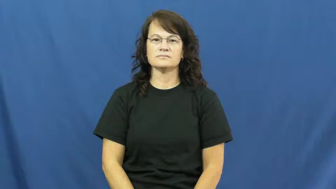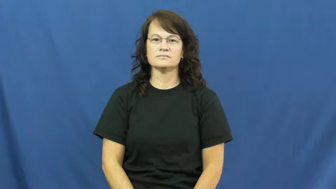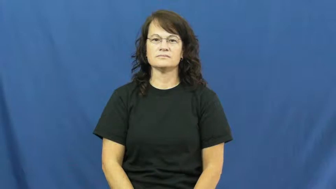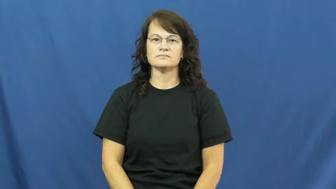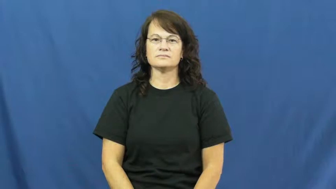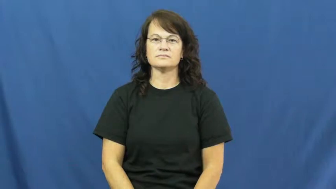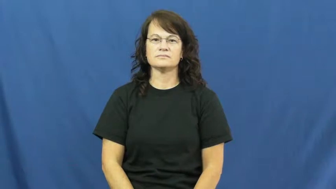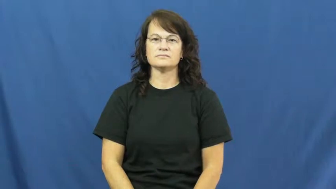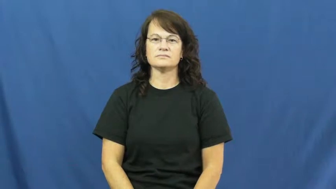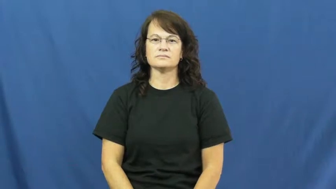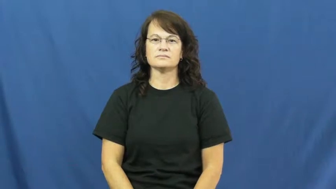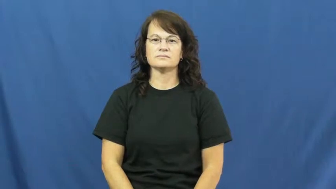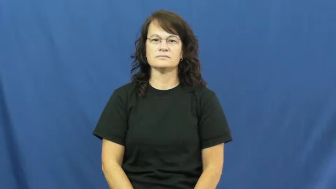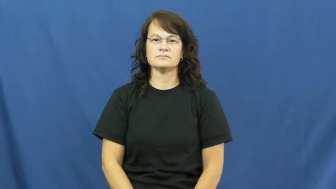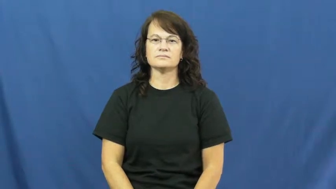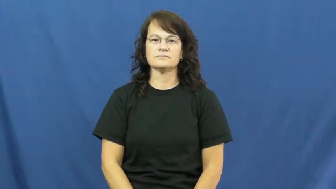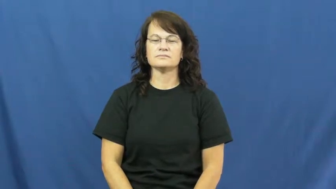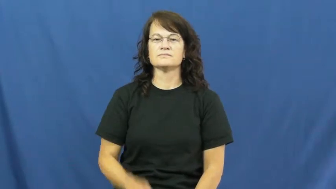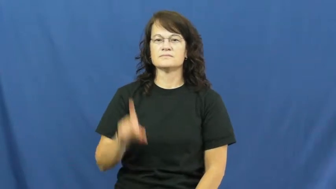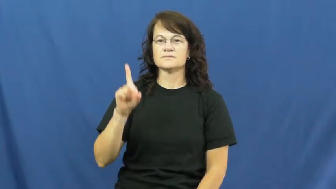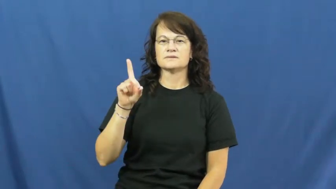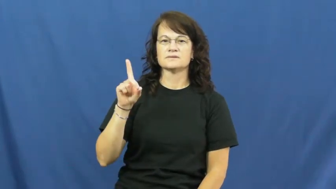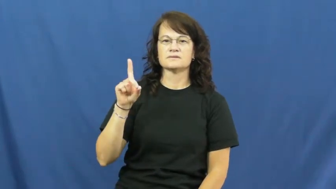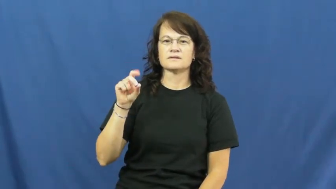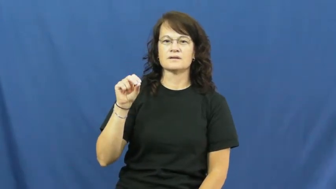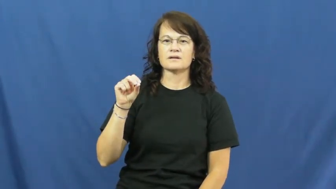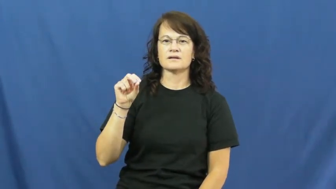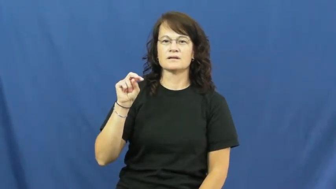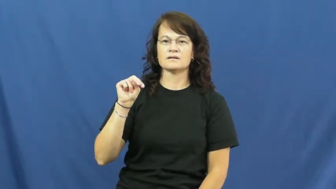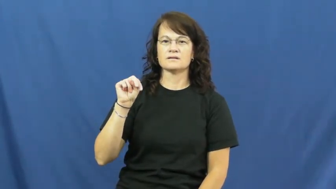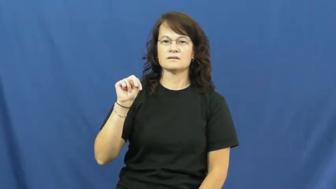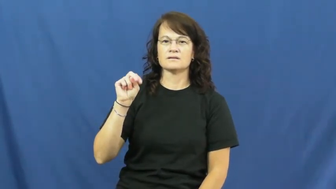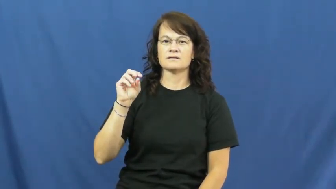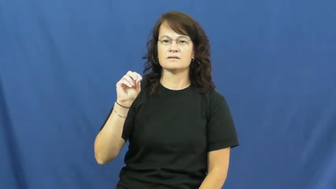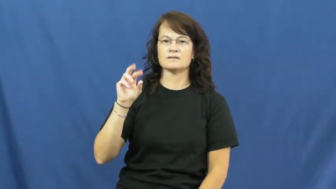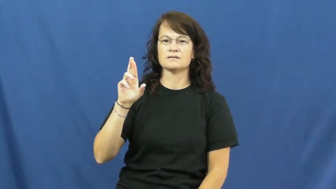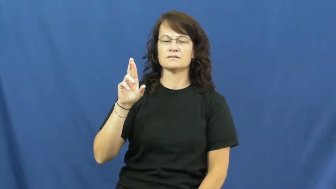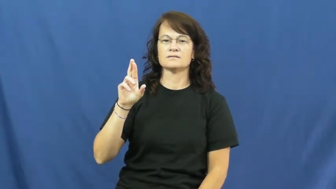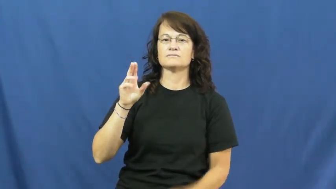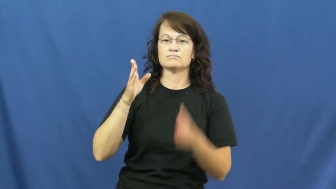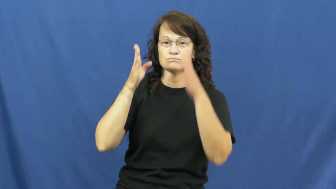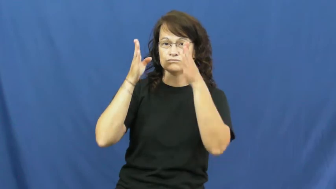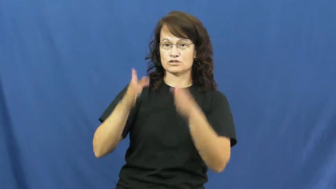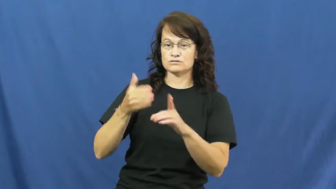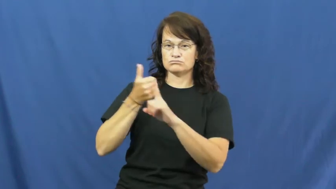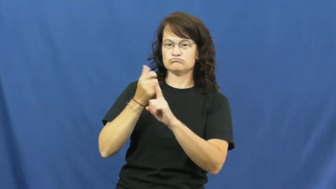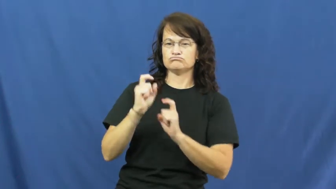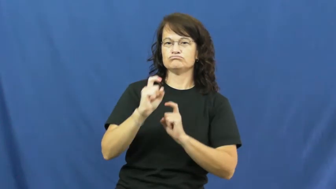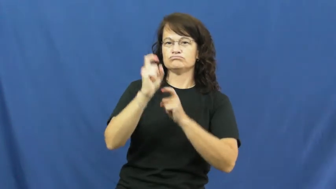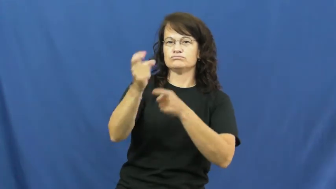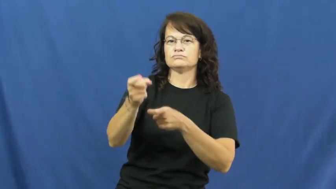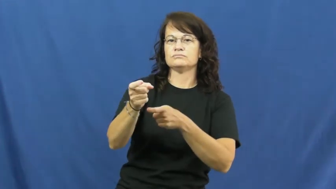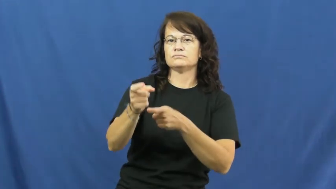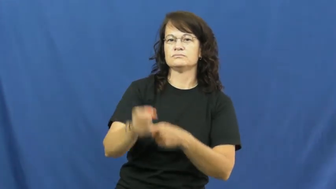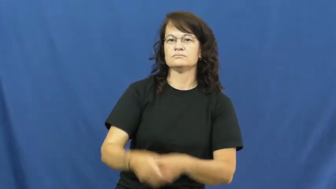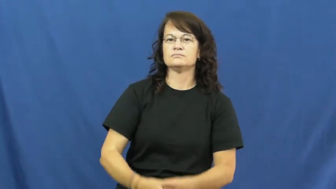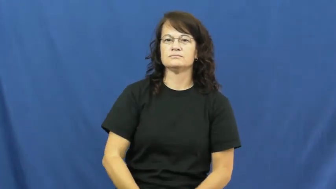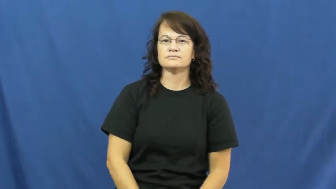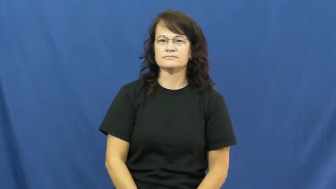donor